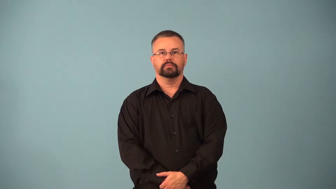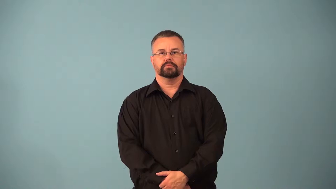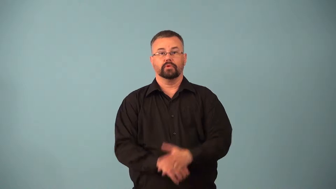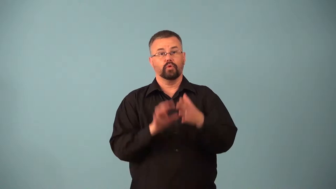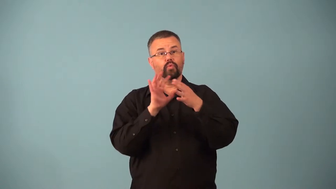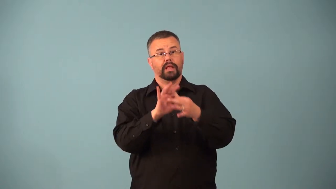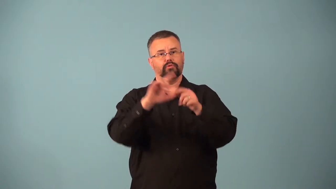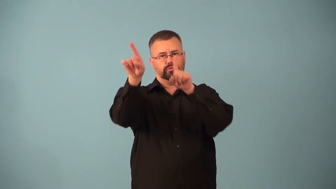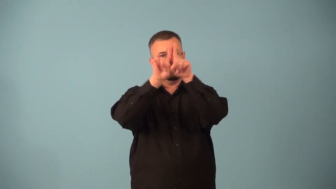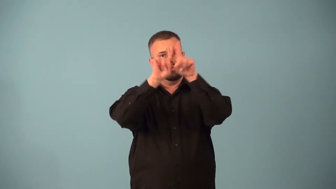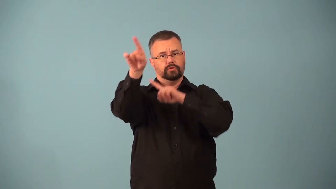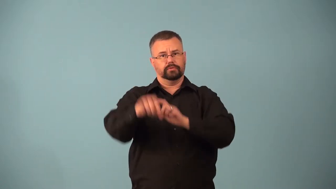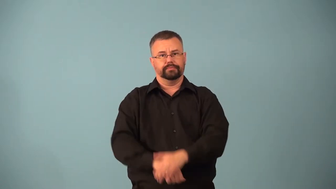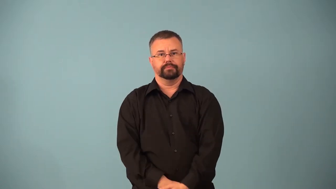astral